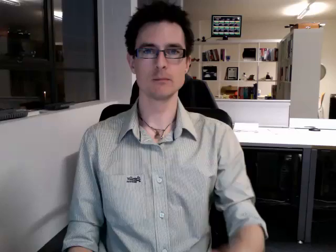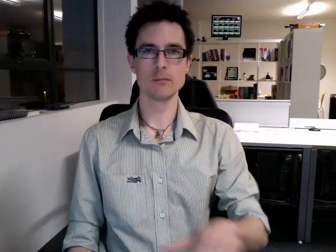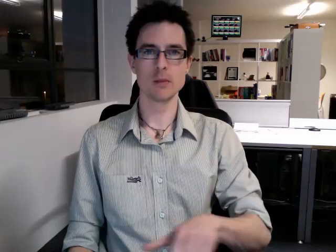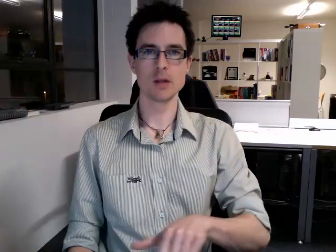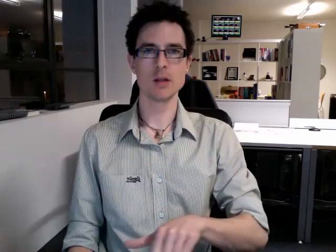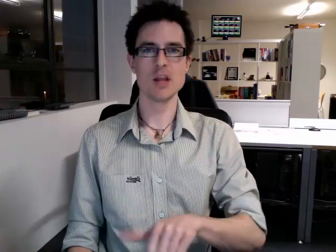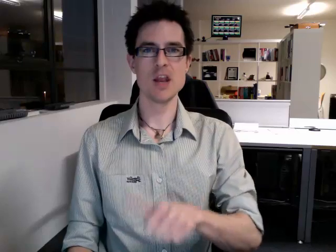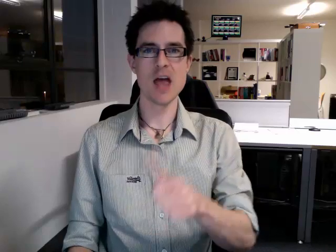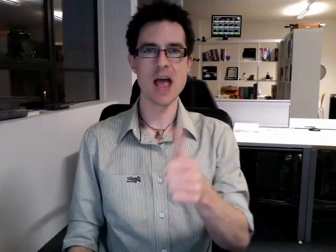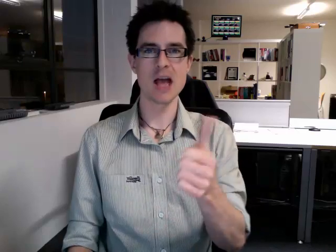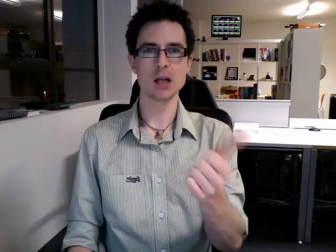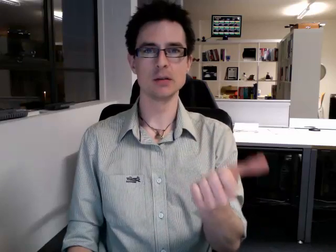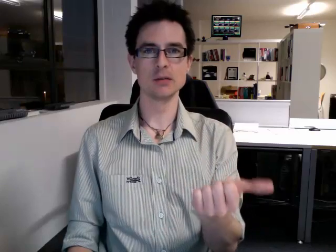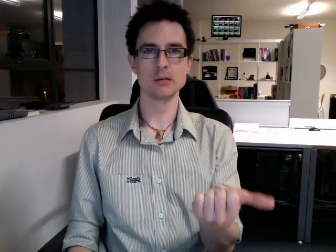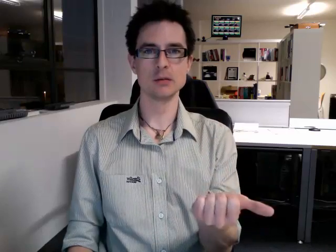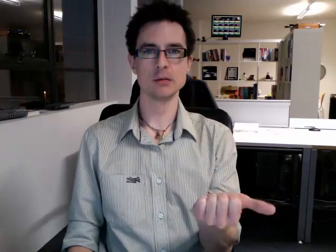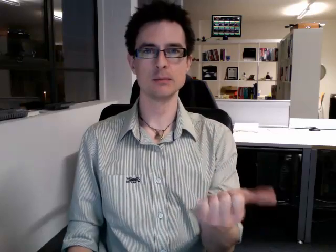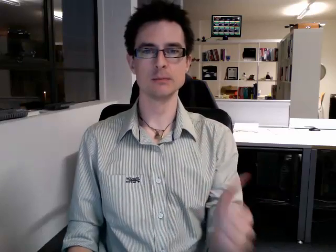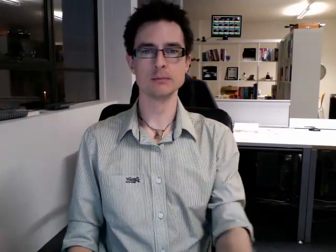next